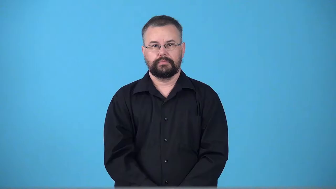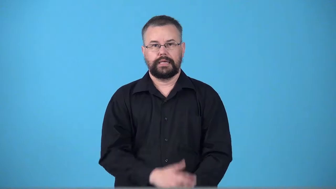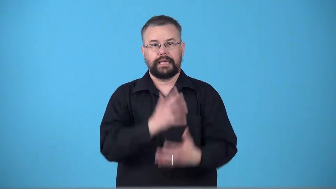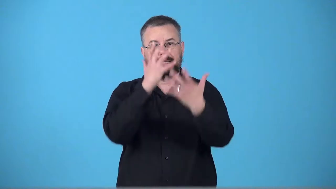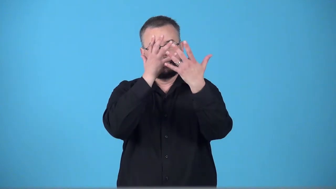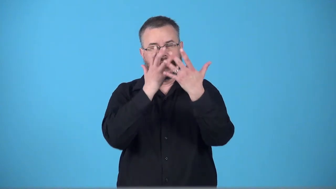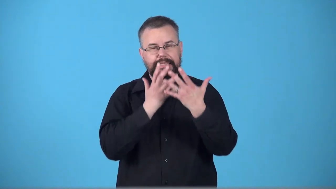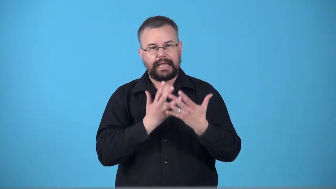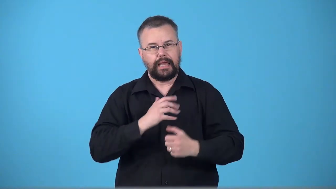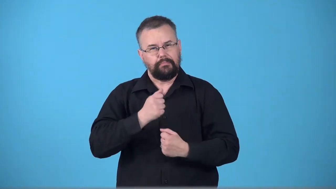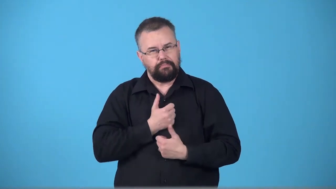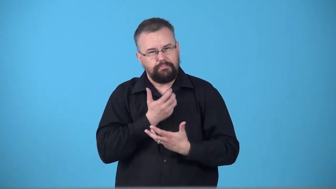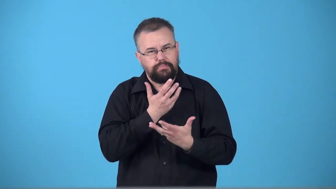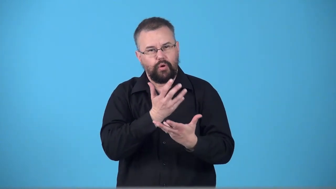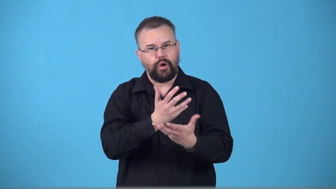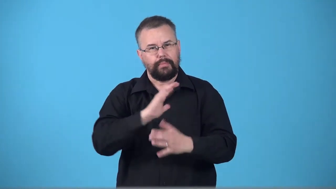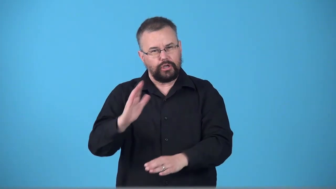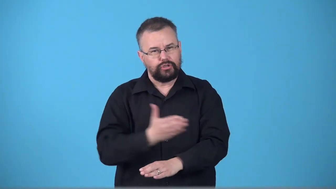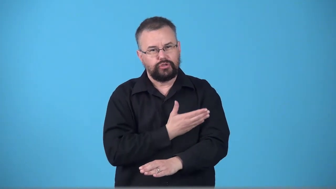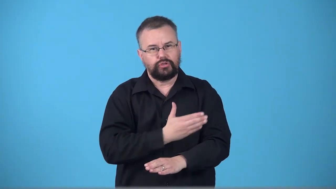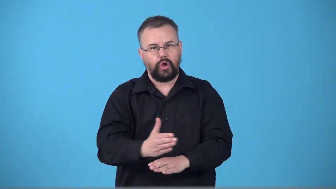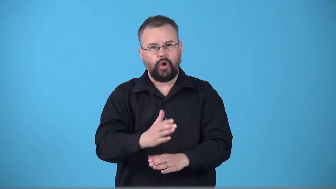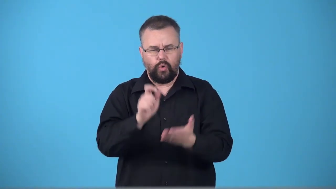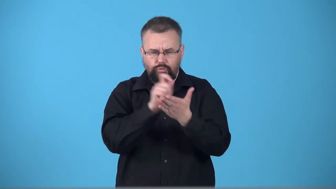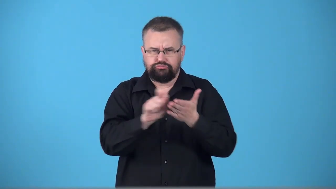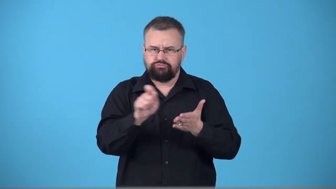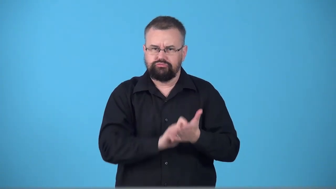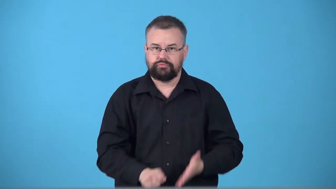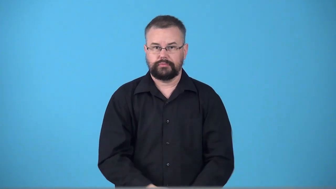threnody